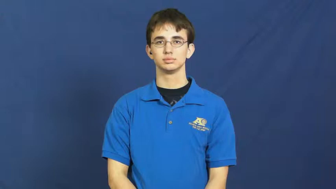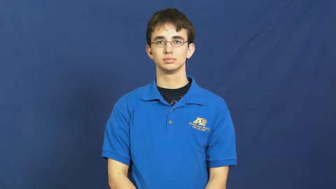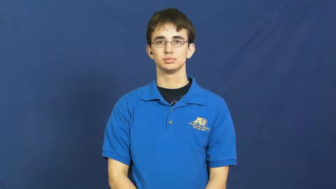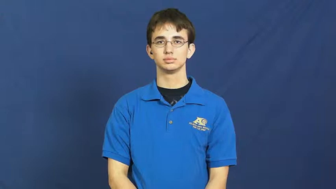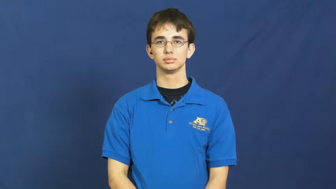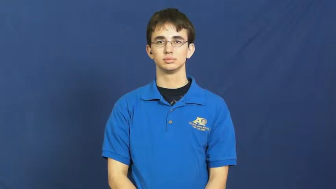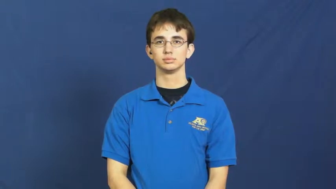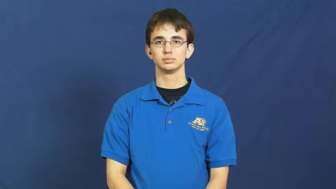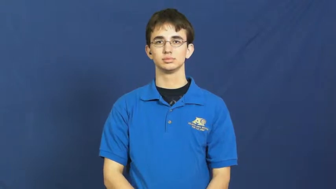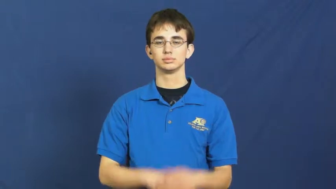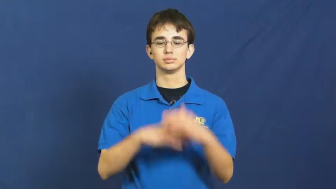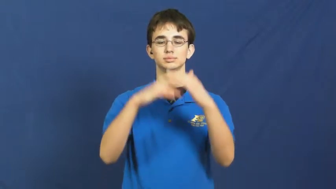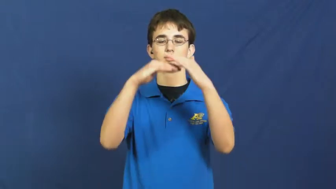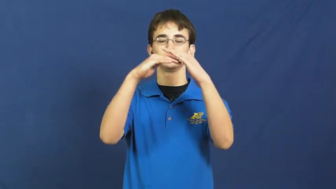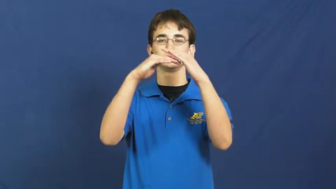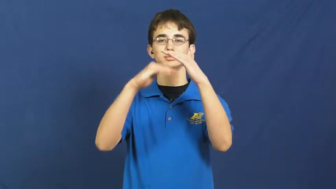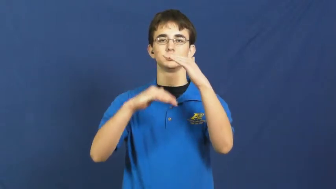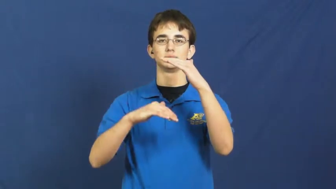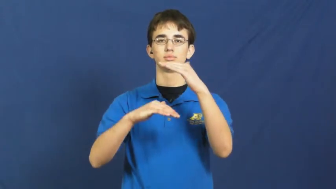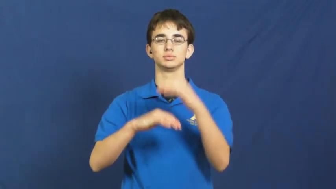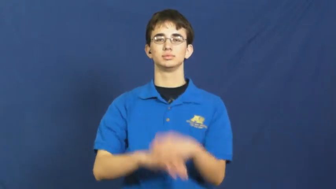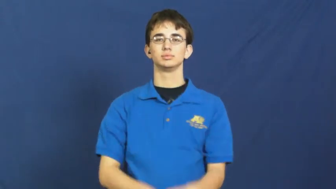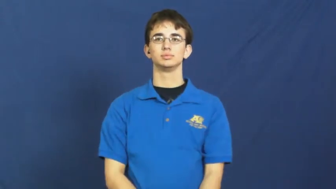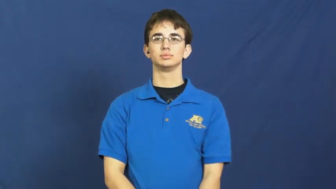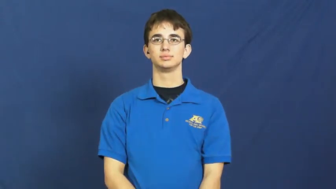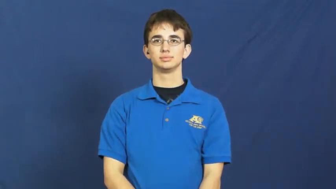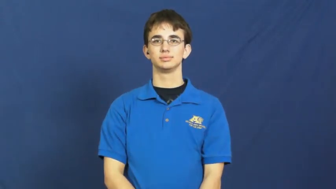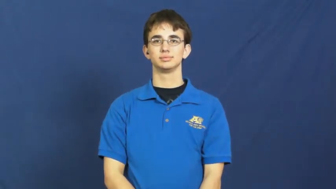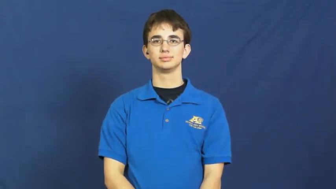less,under